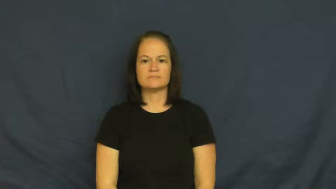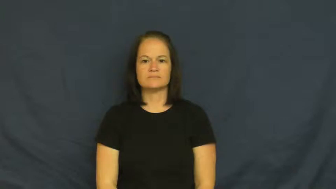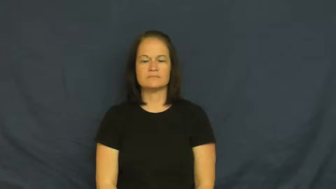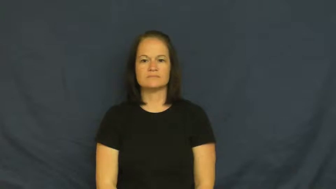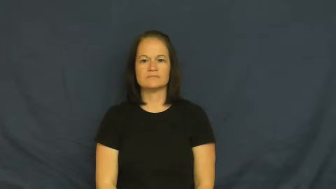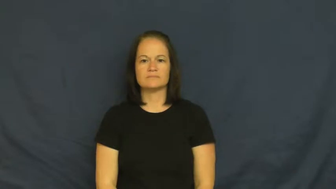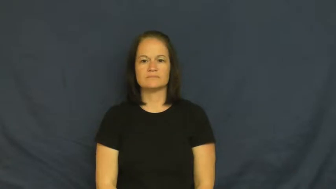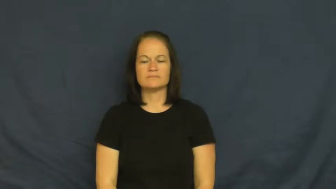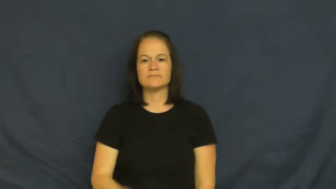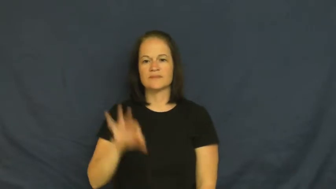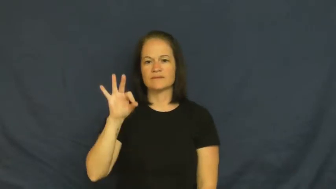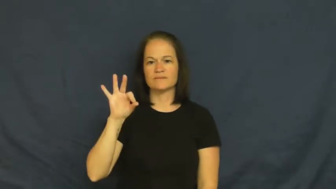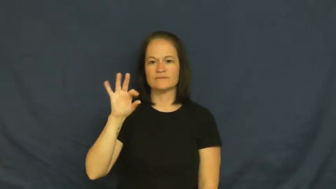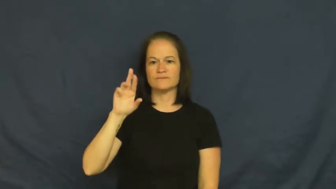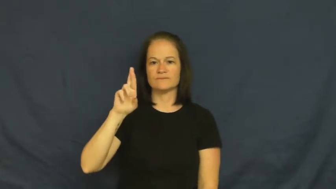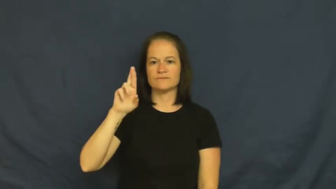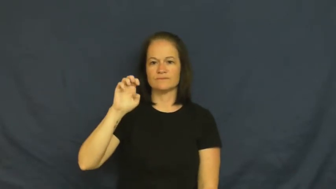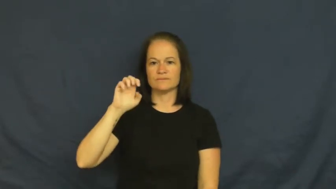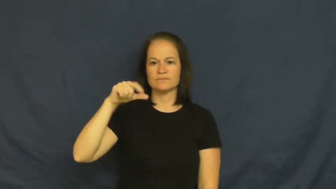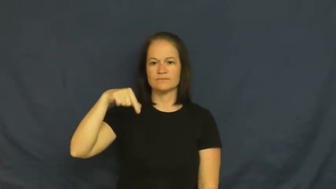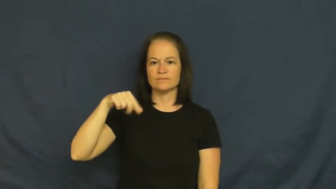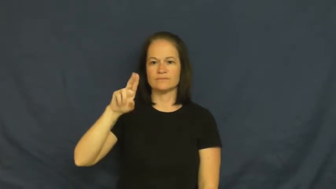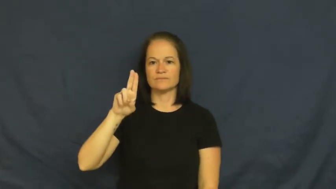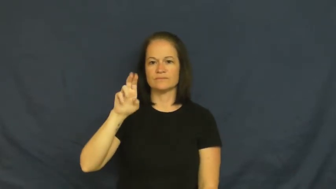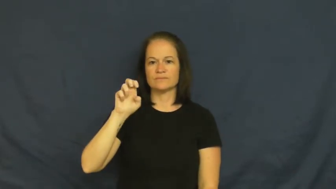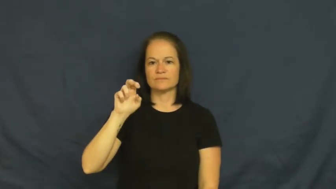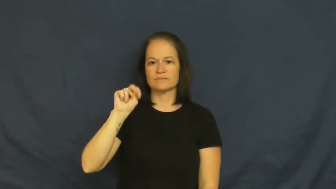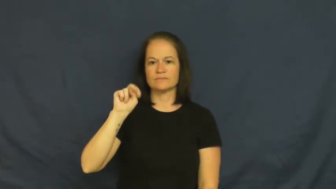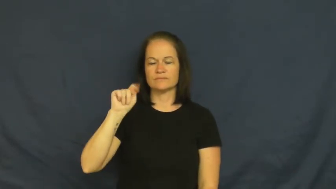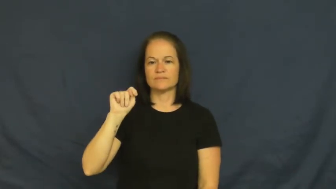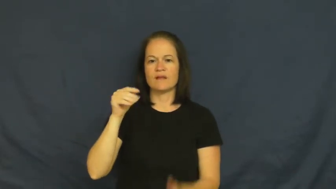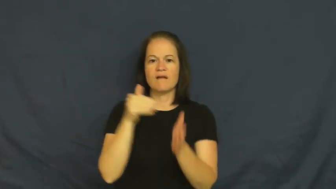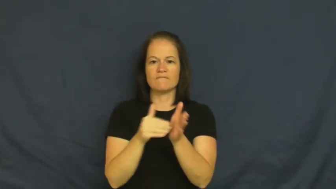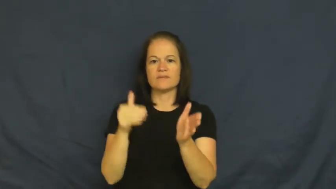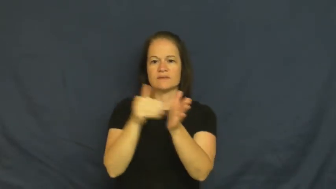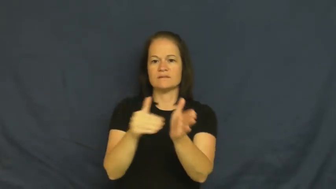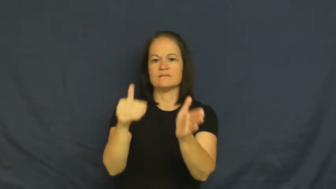frequent-often